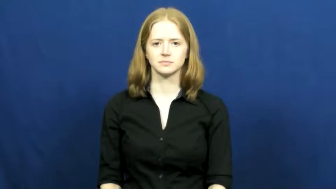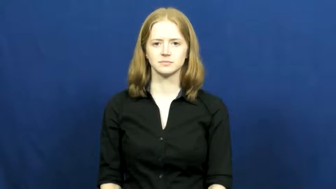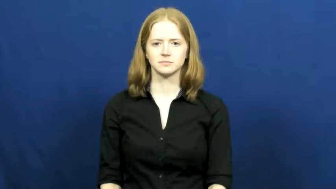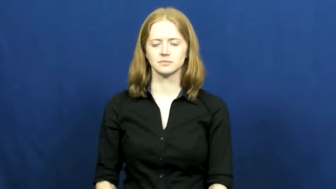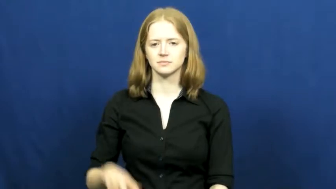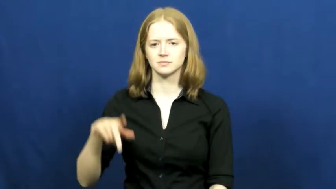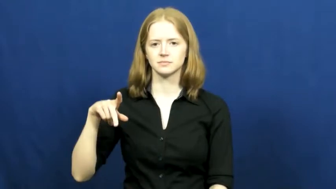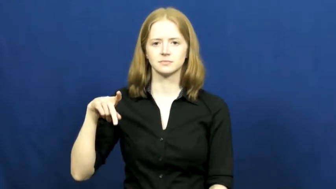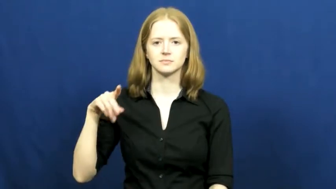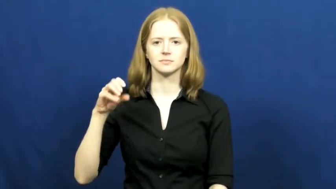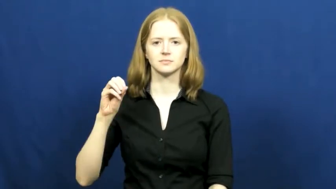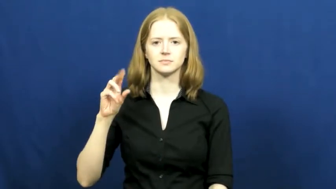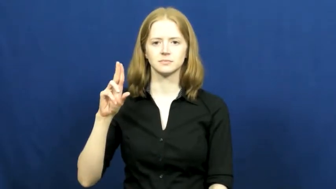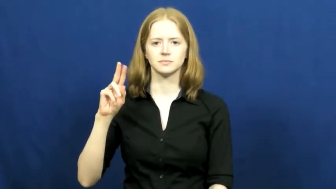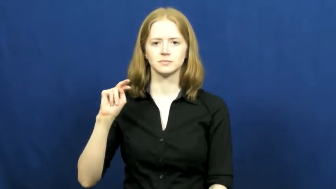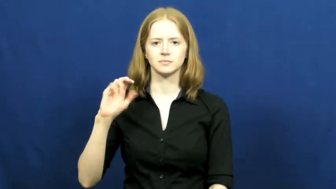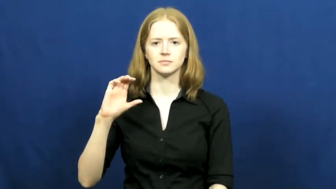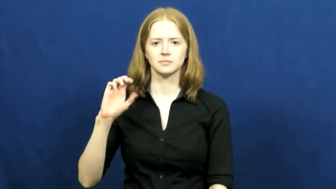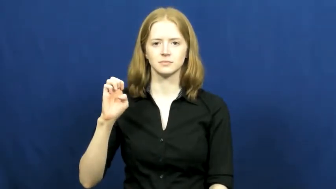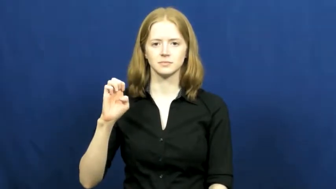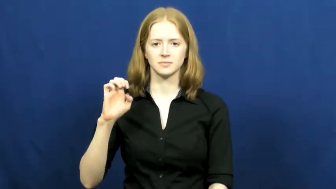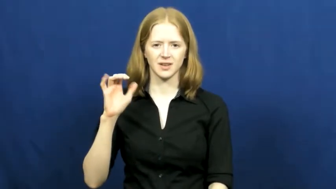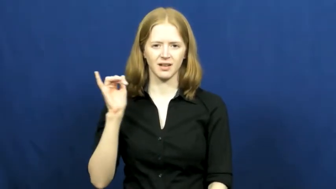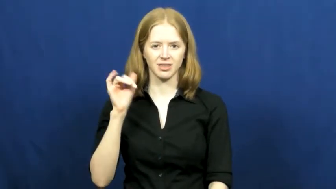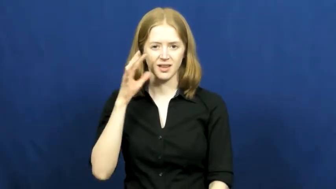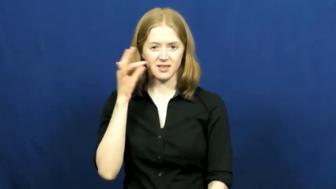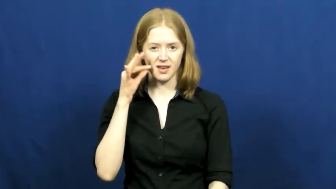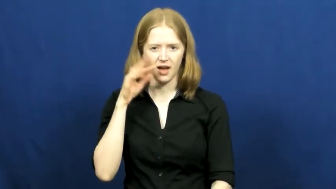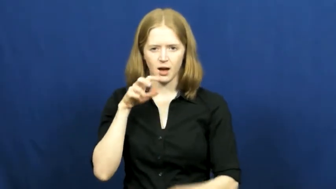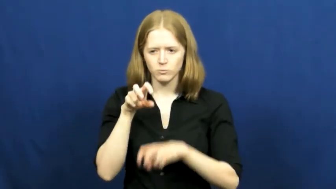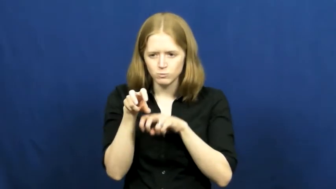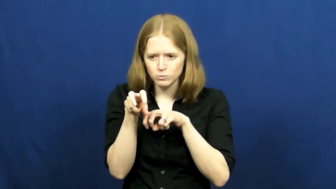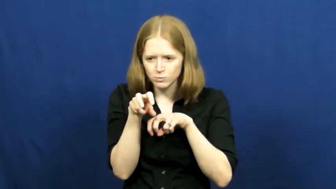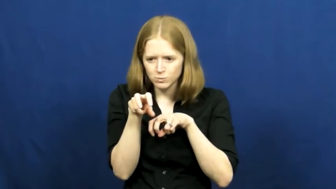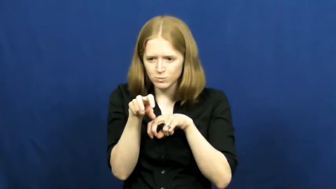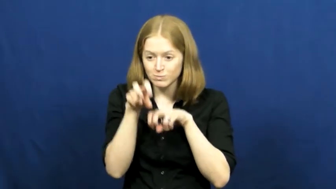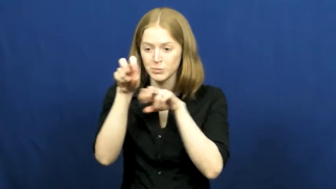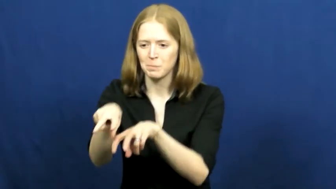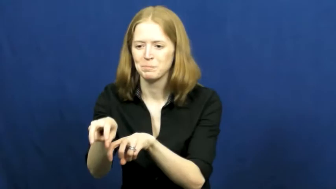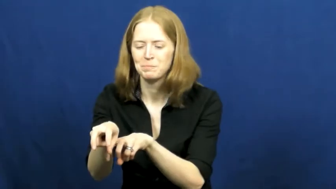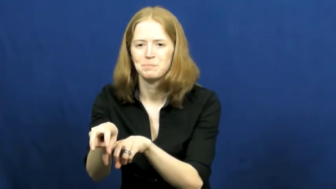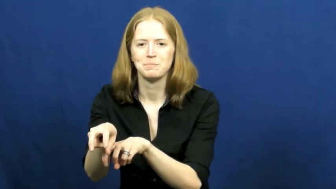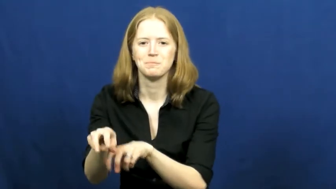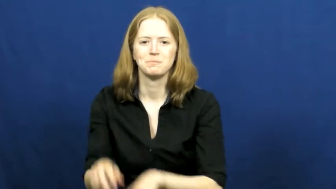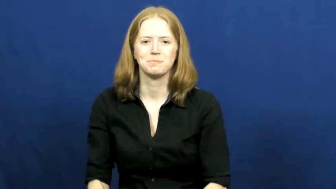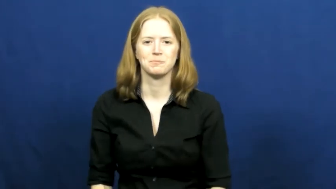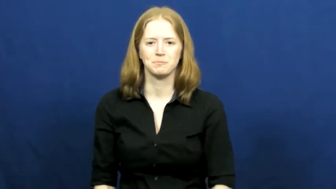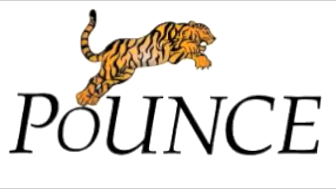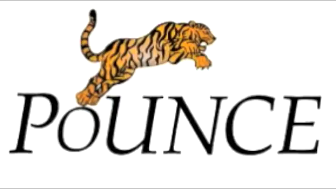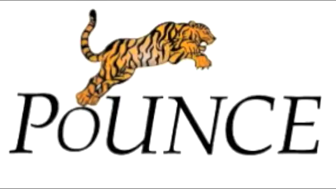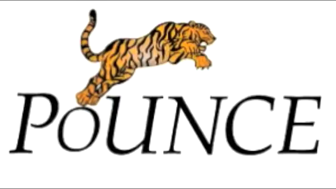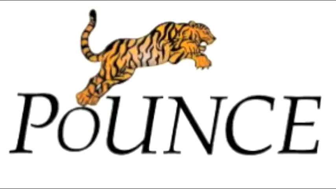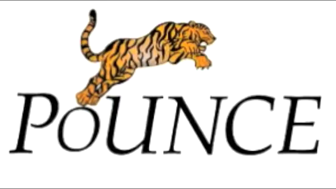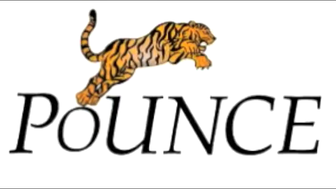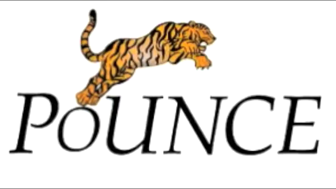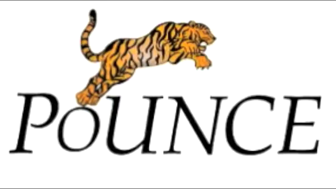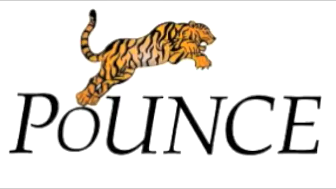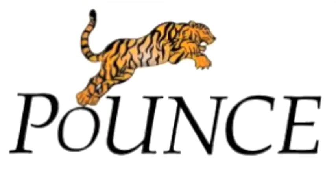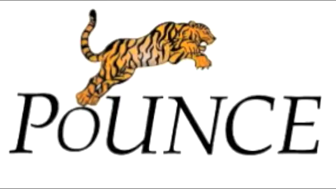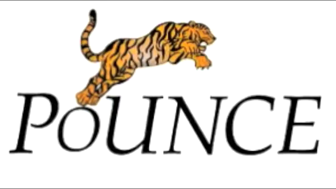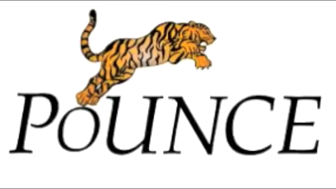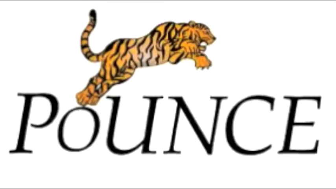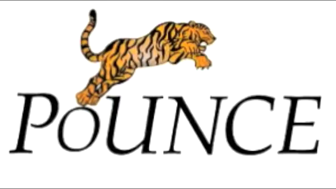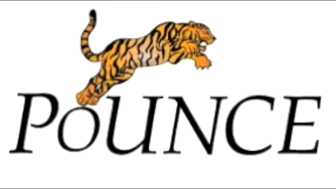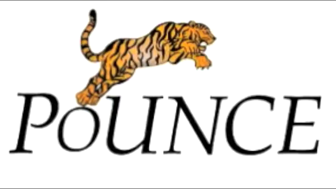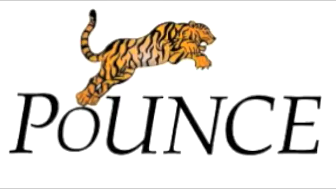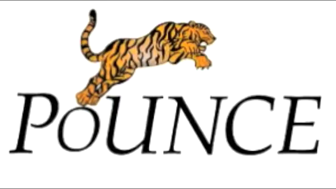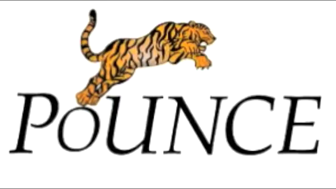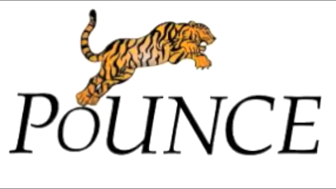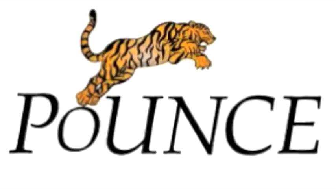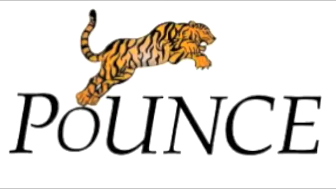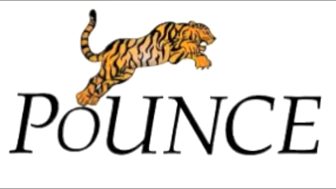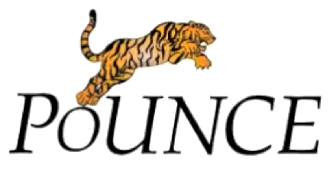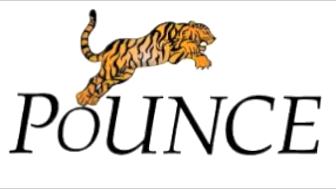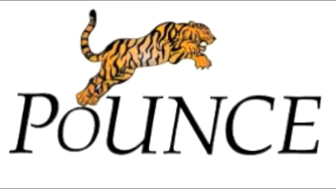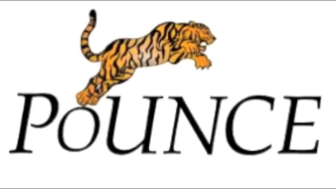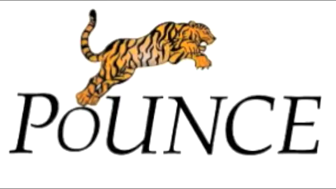pounce,pounce on